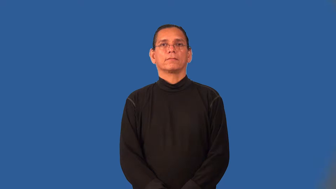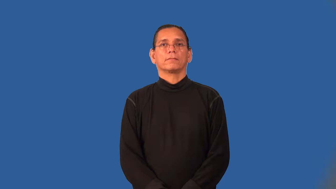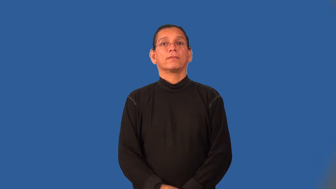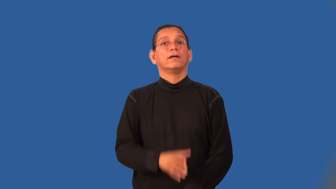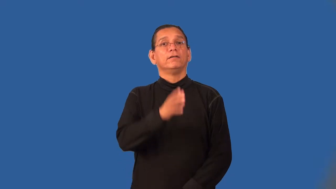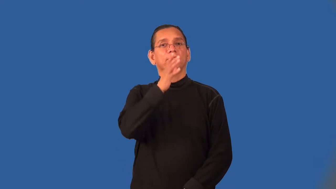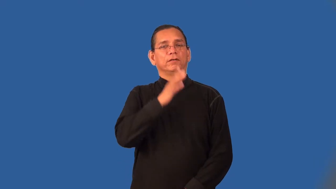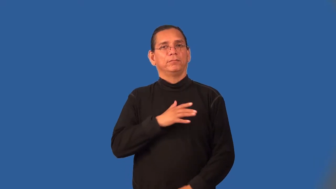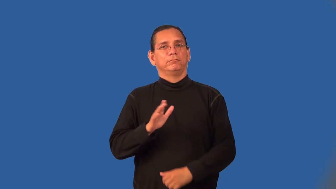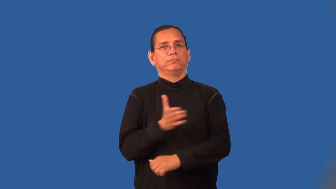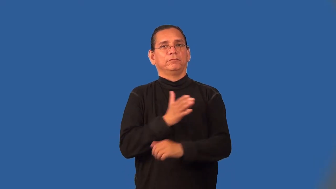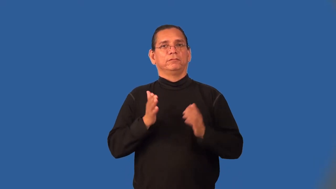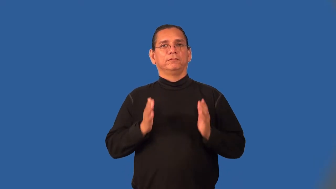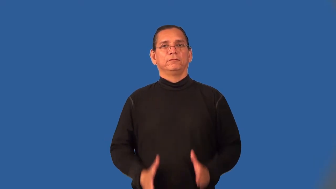songstress